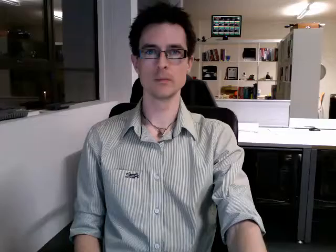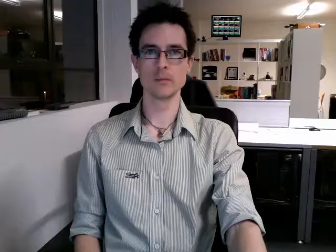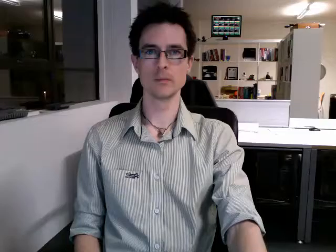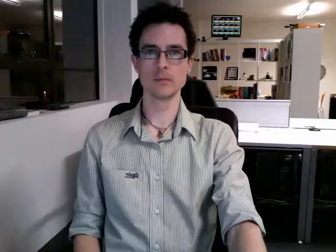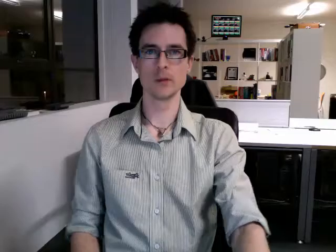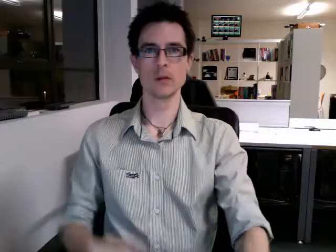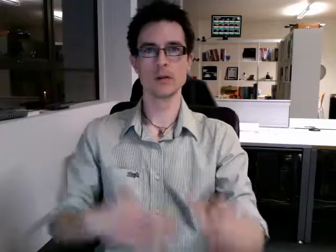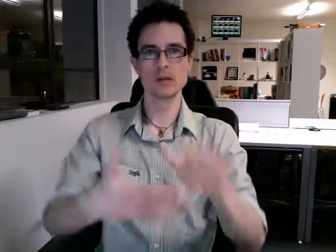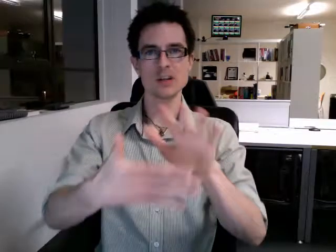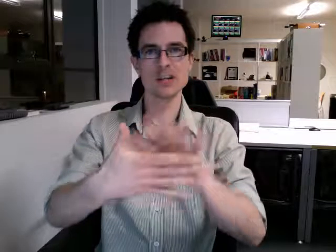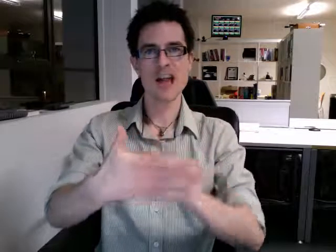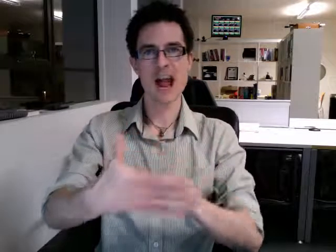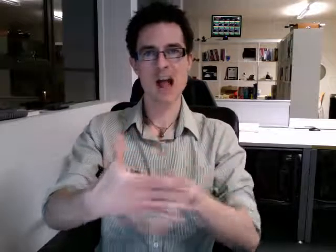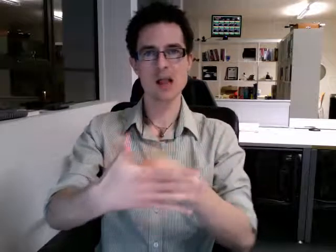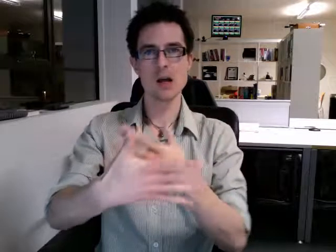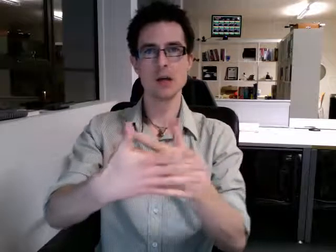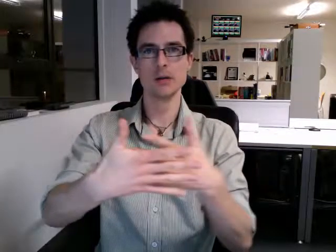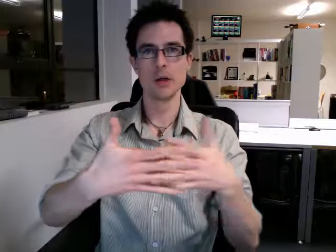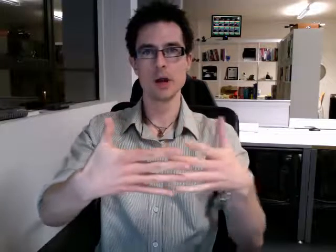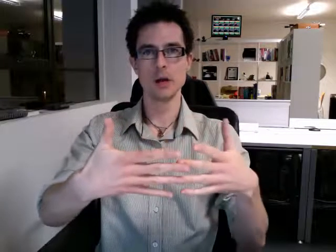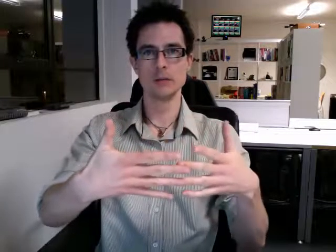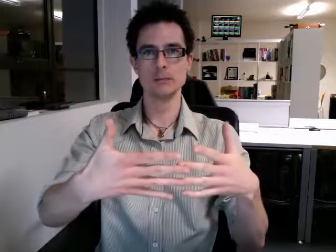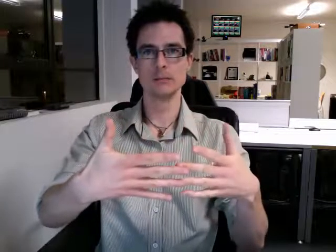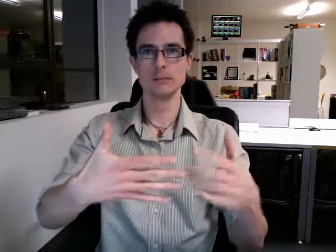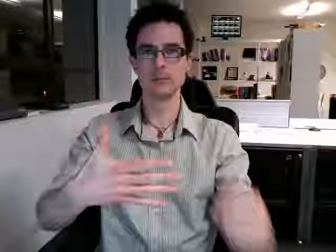calendar